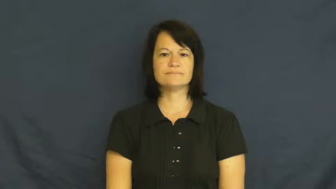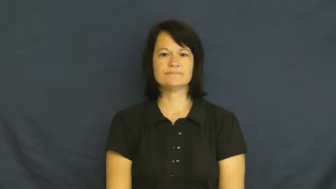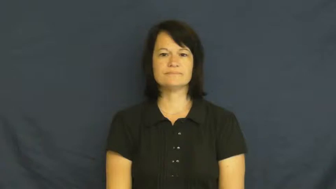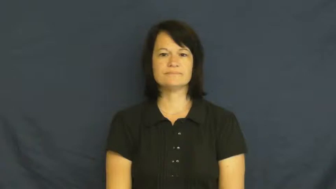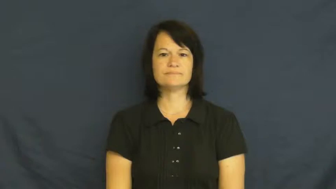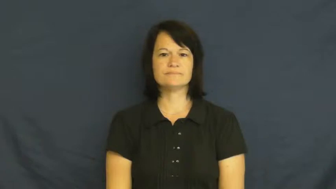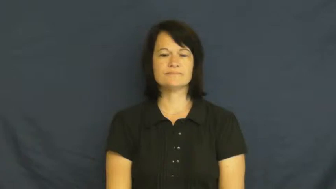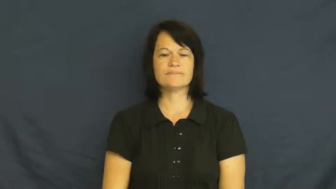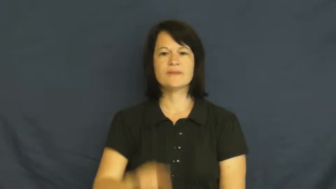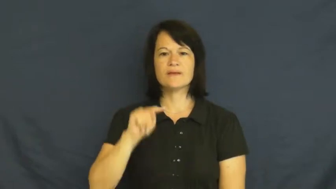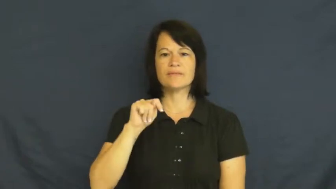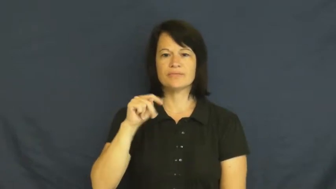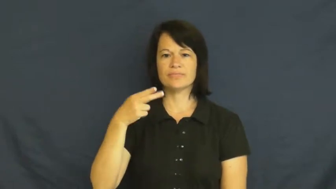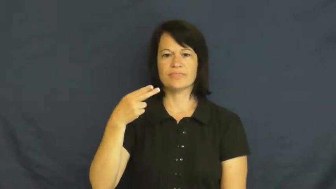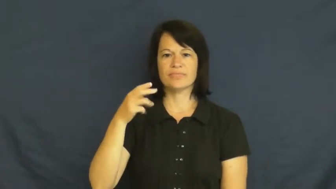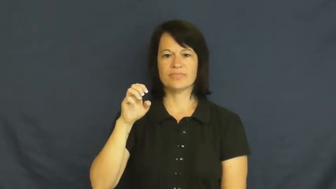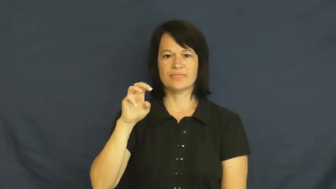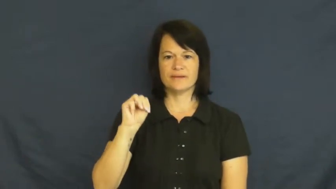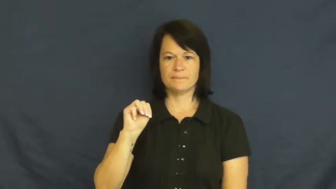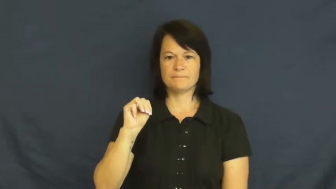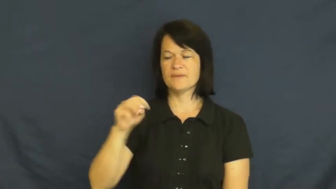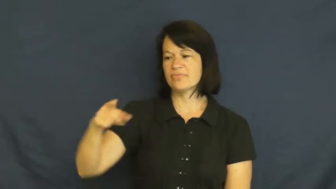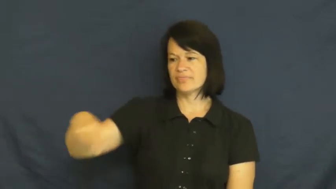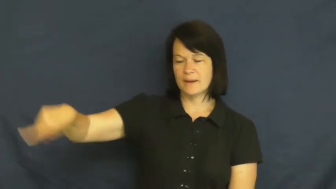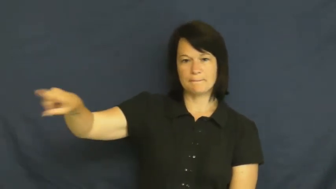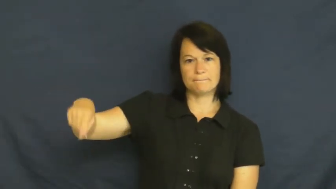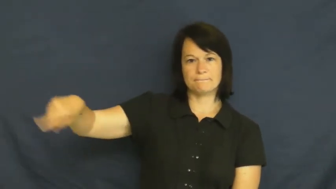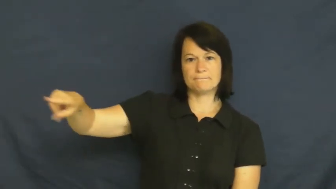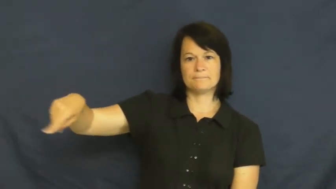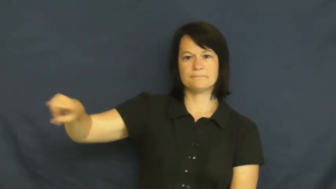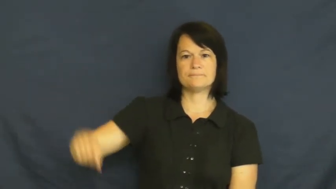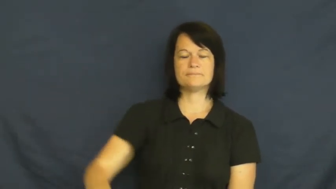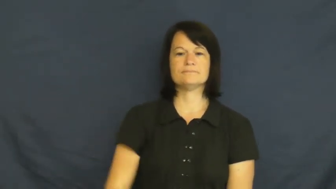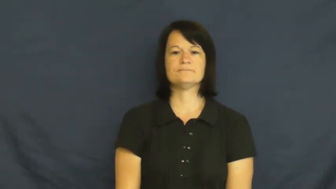them